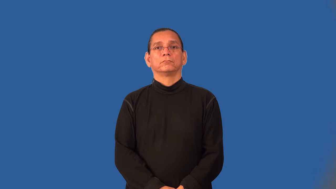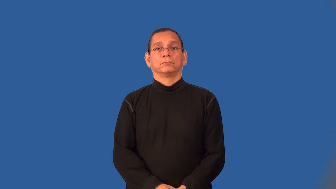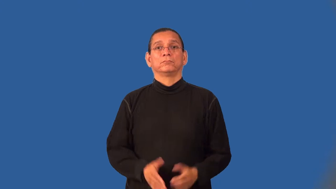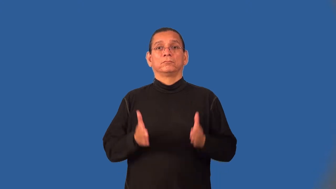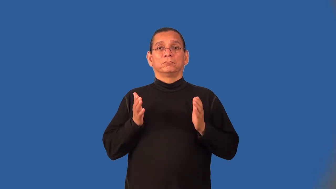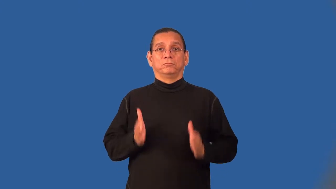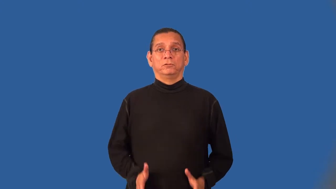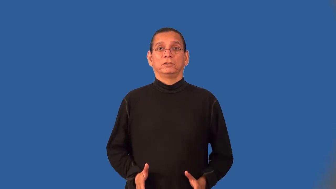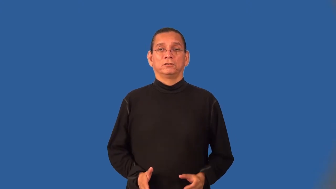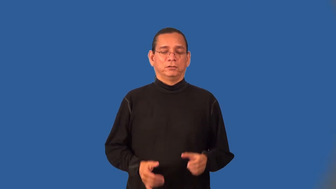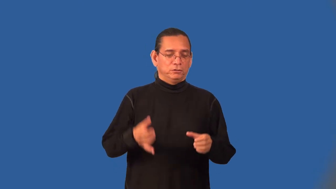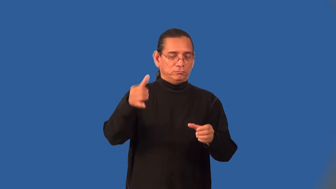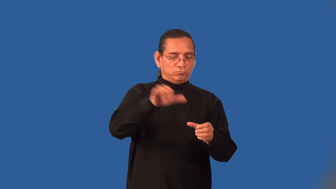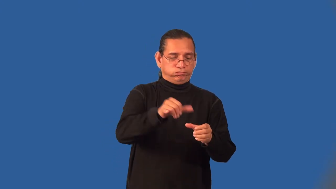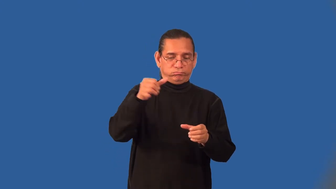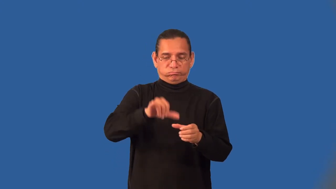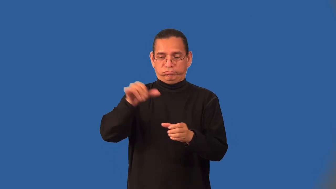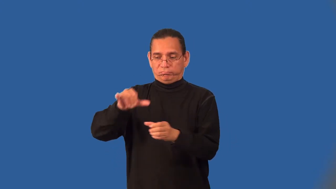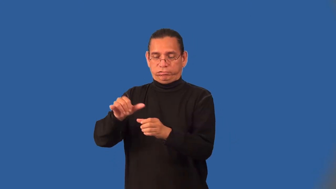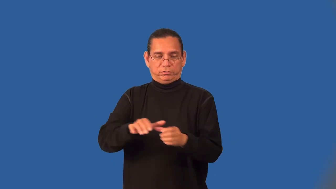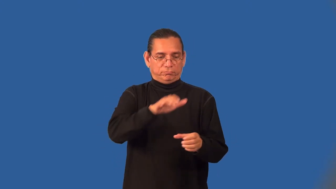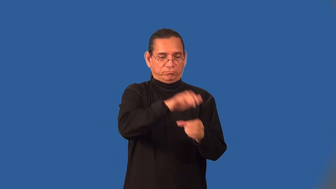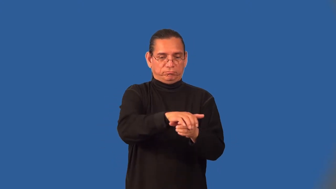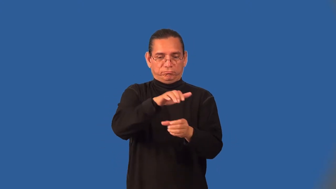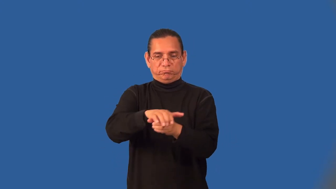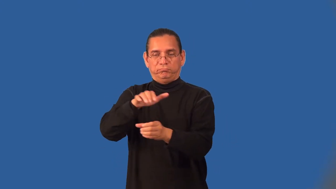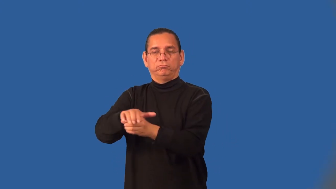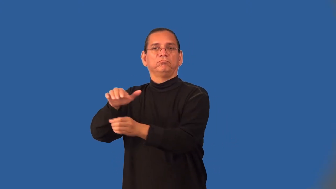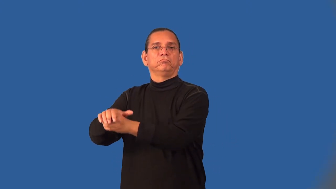bottler